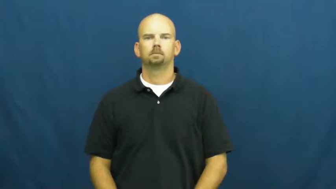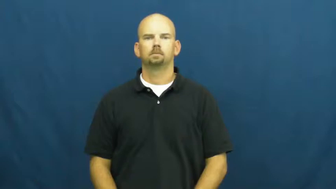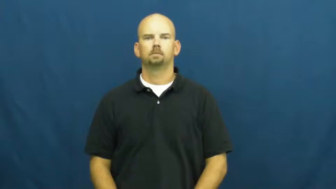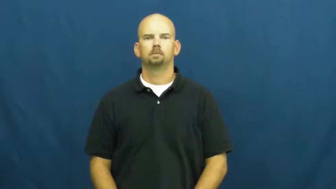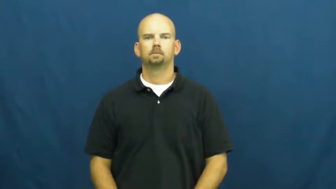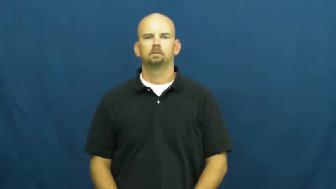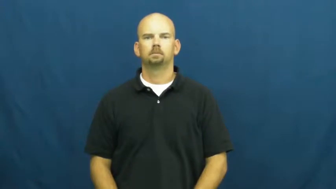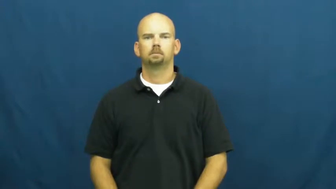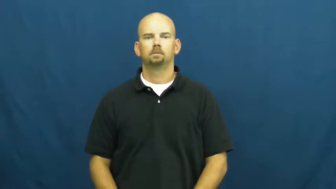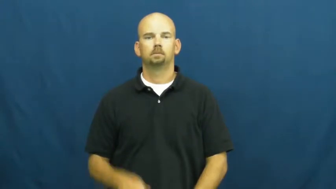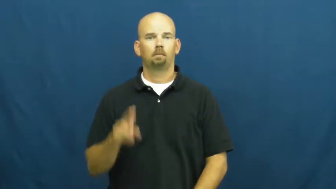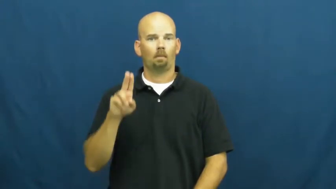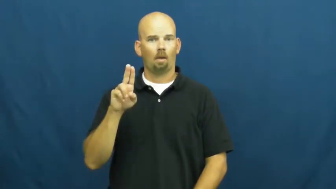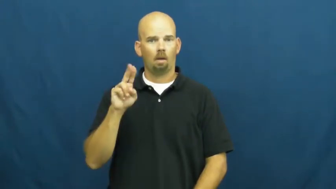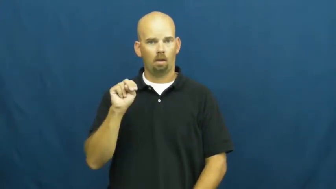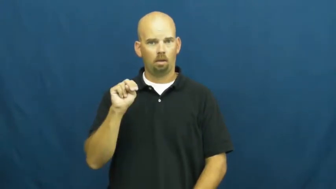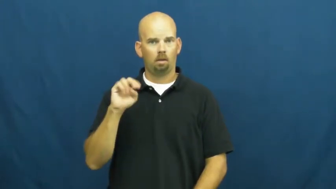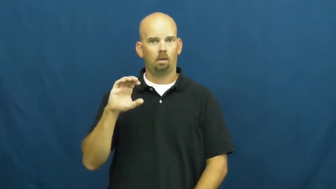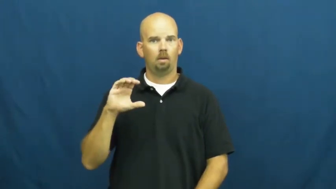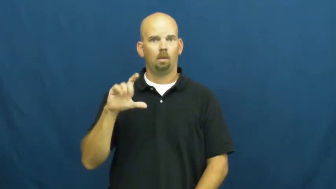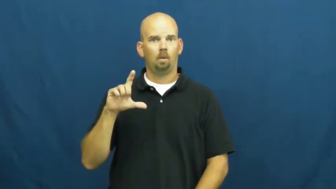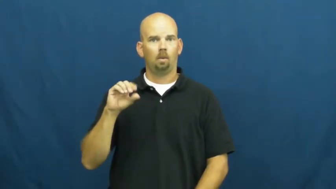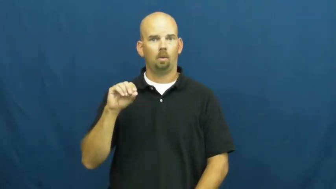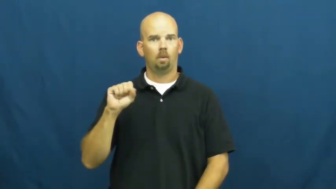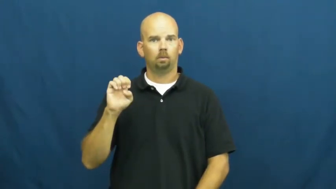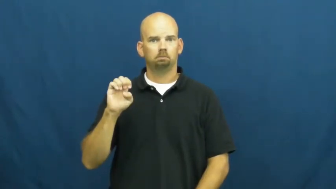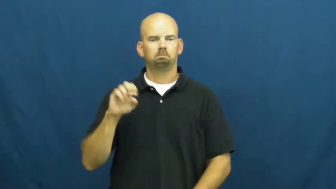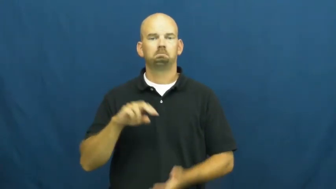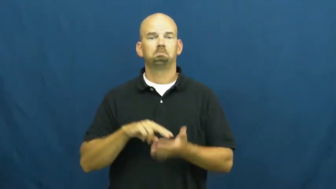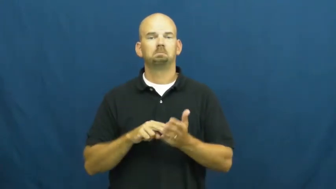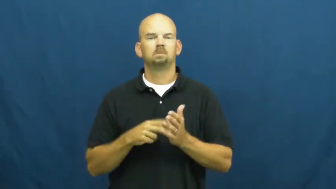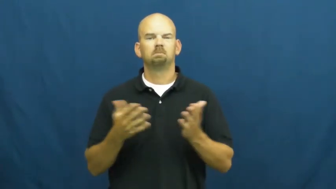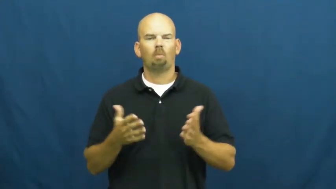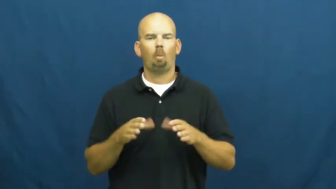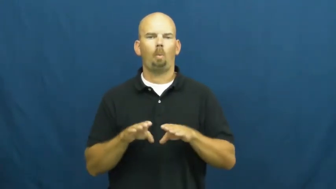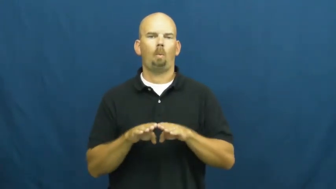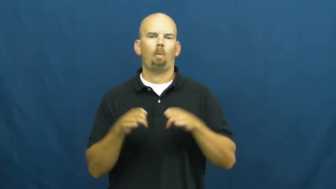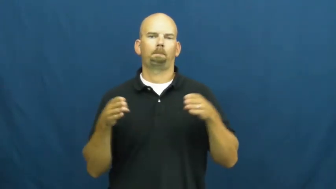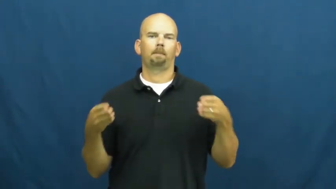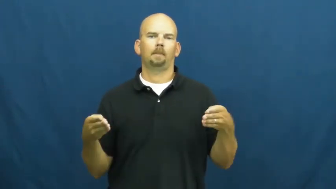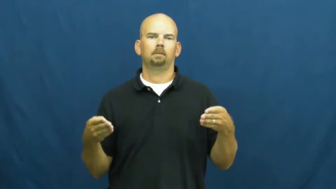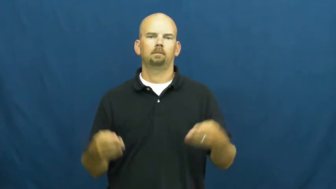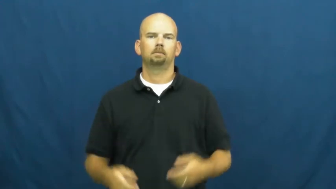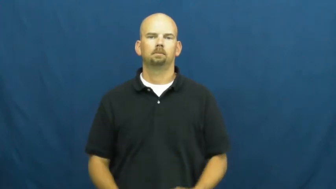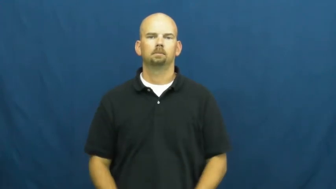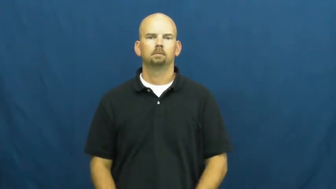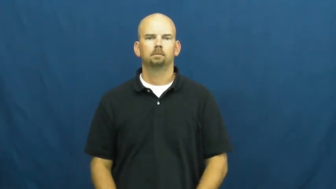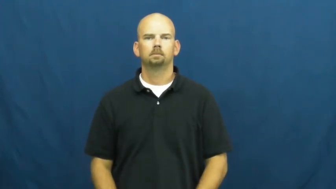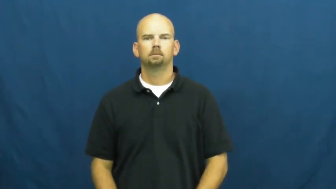unclose